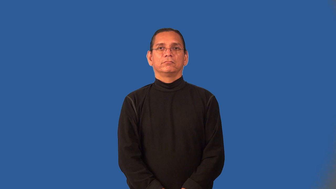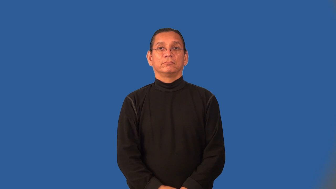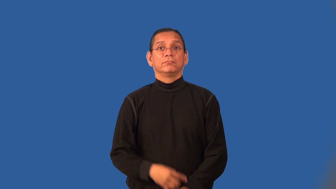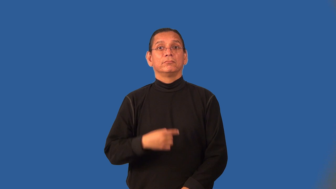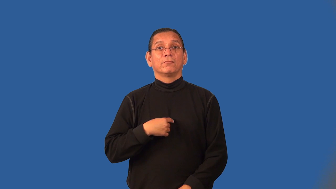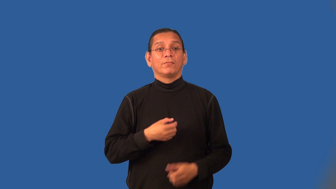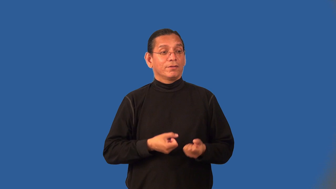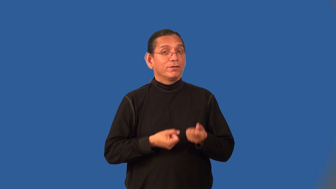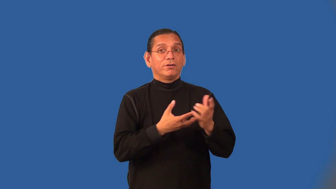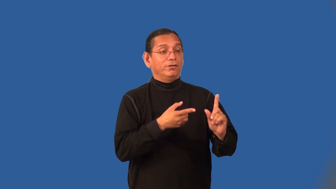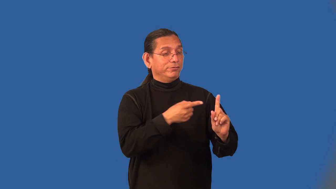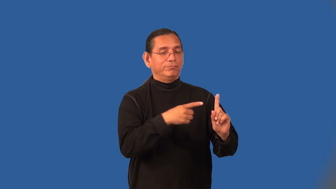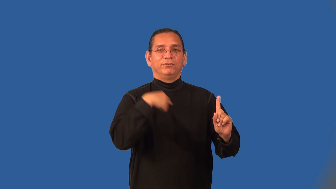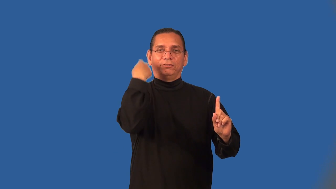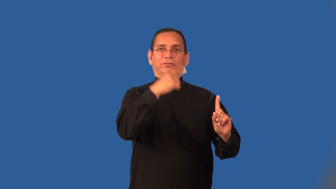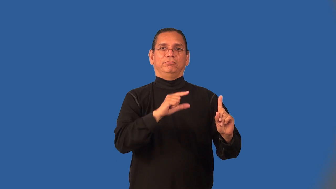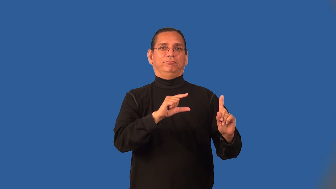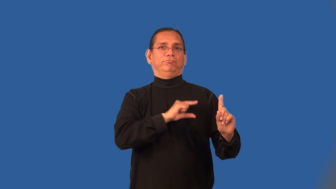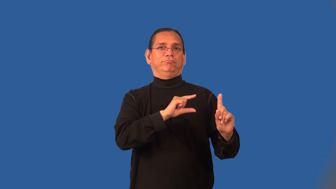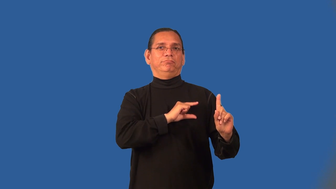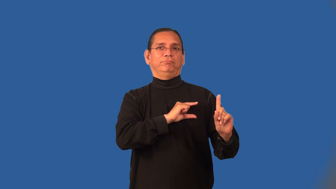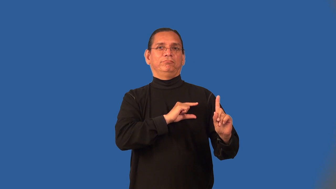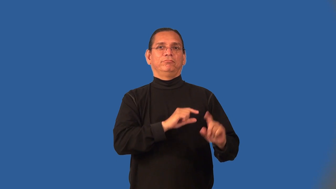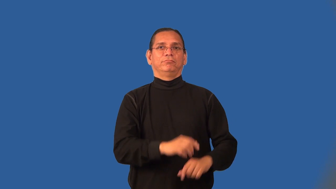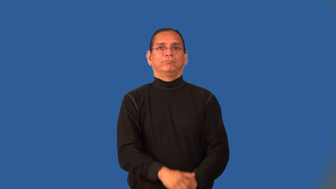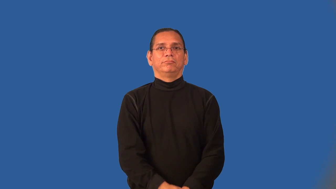incriminate